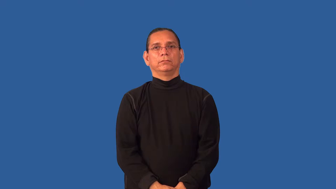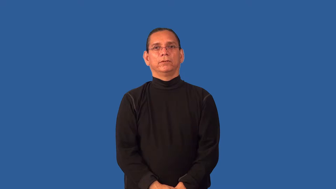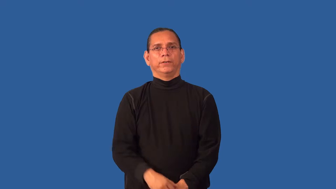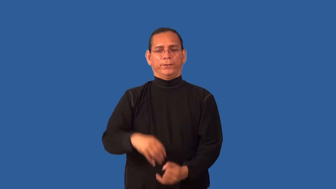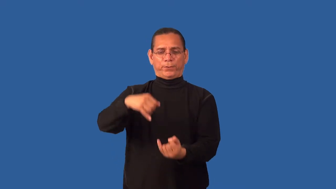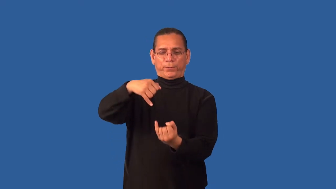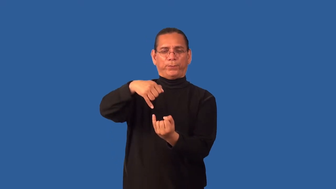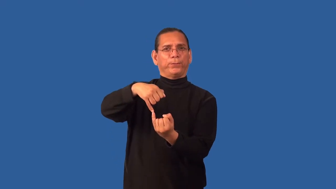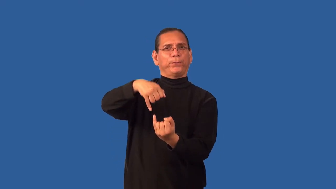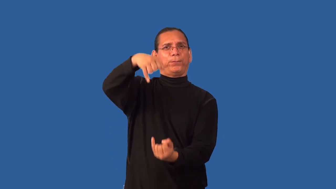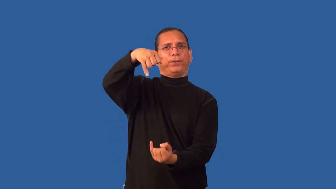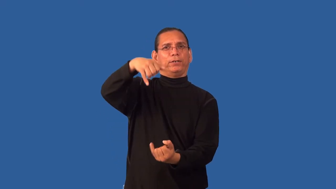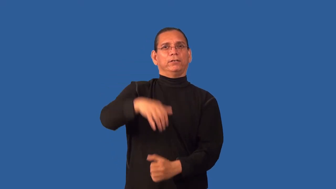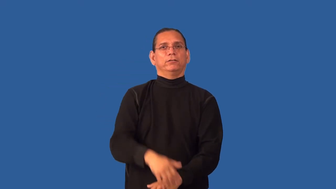lean-person